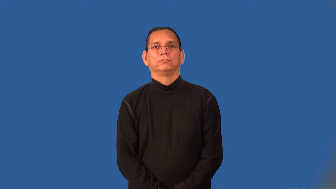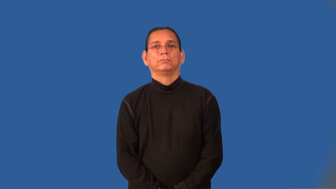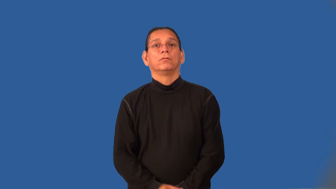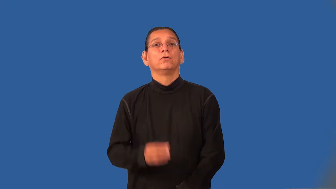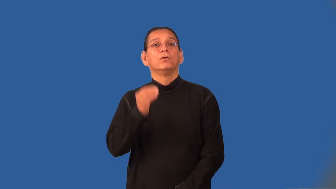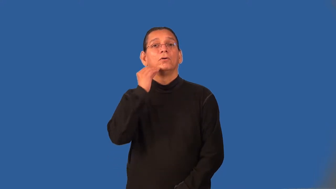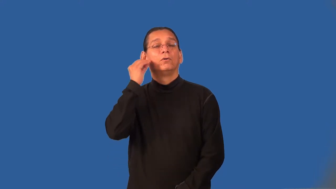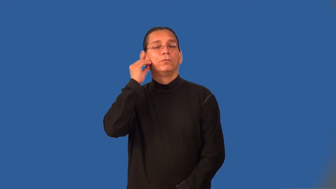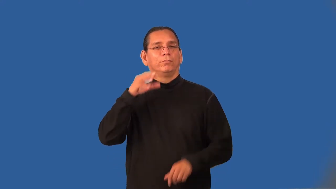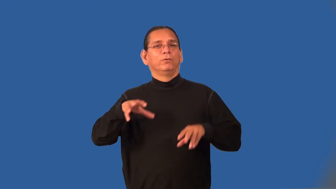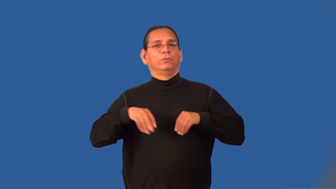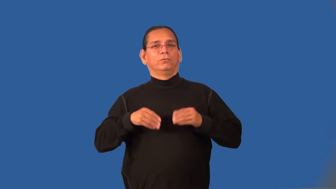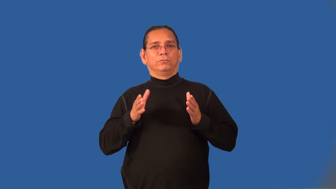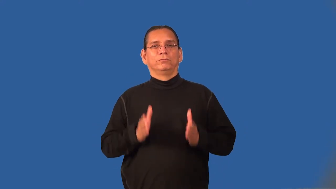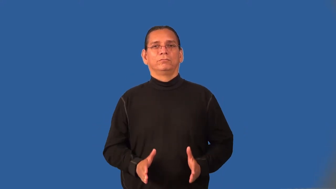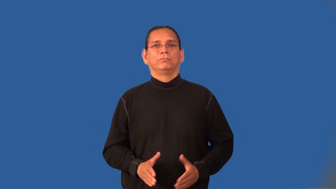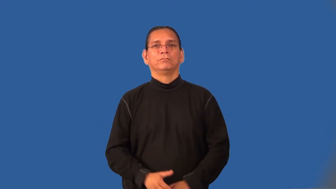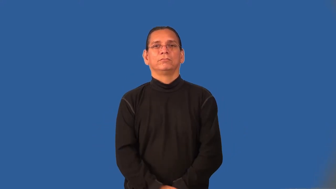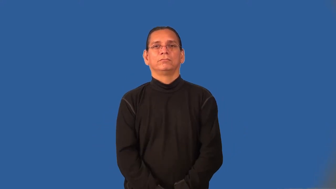homeowner